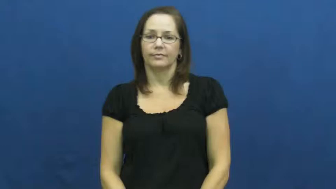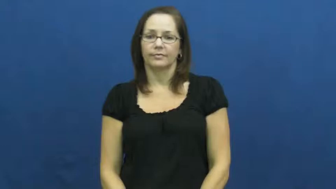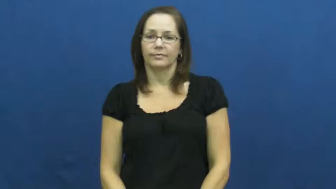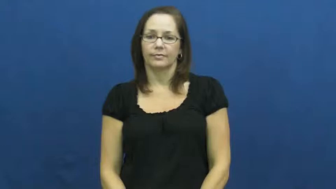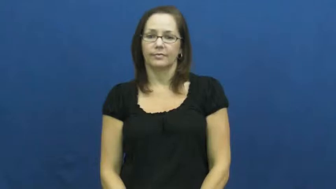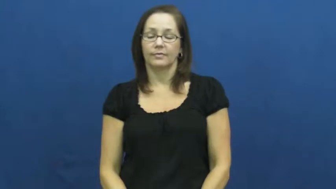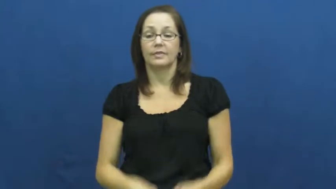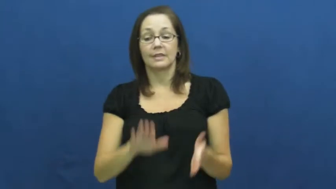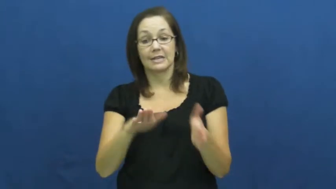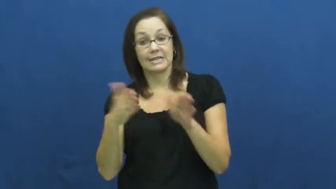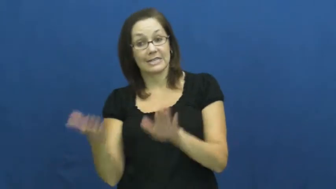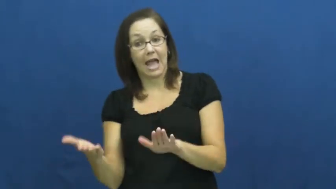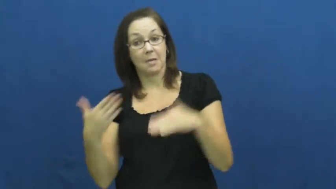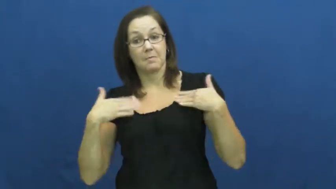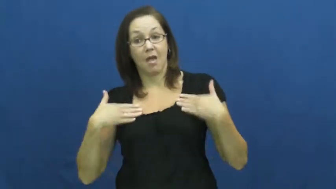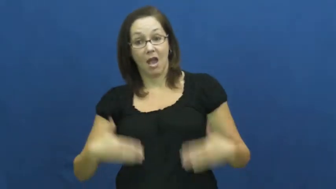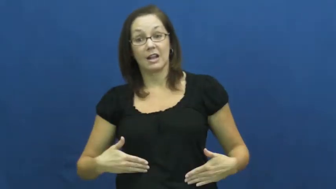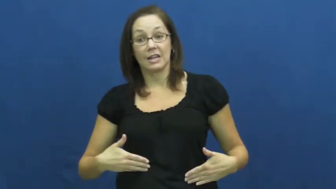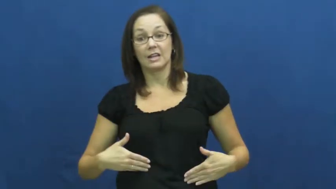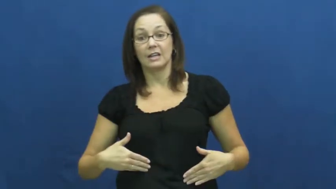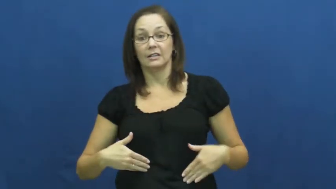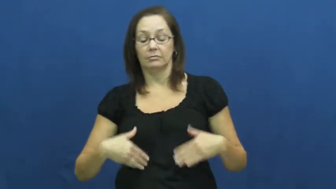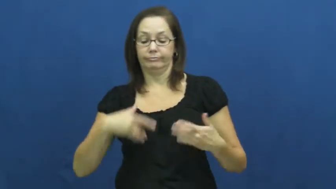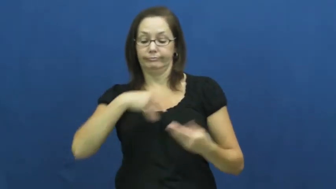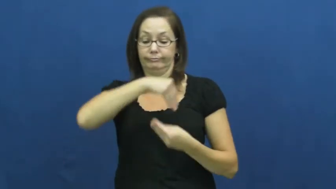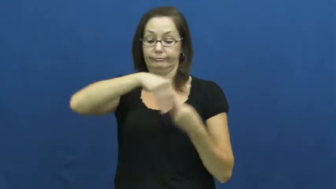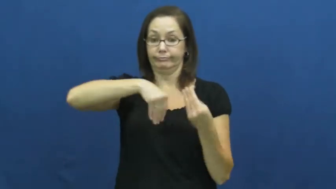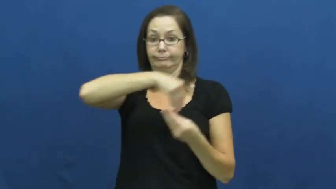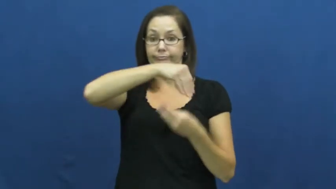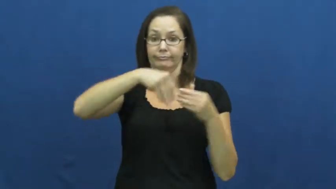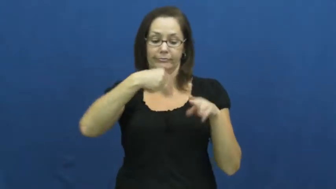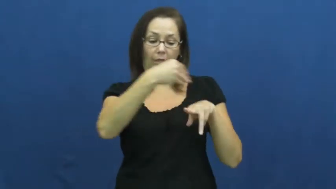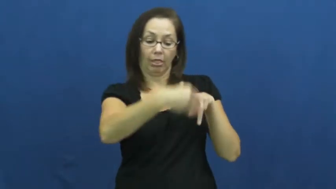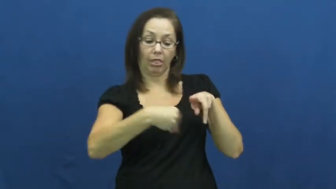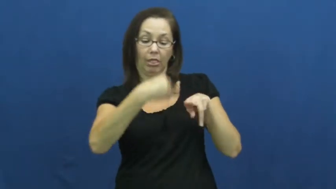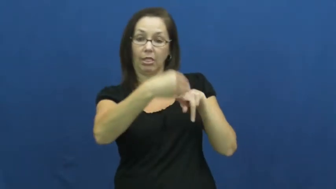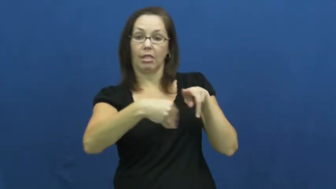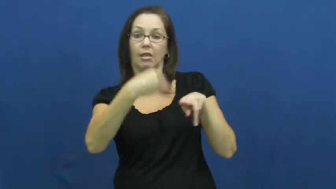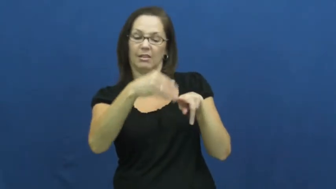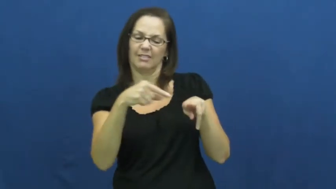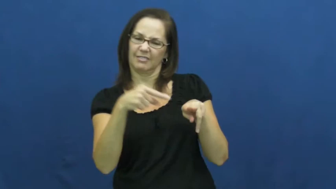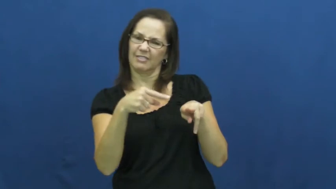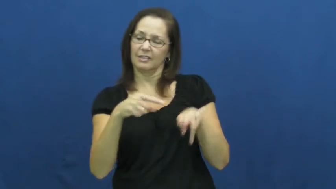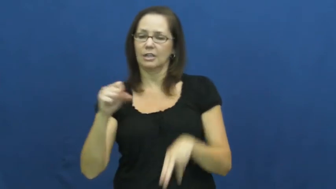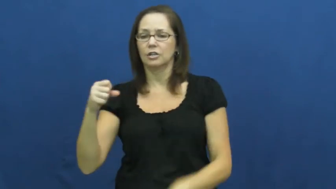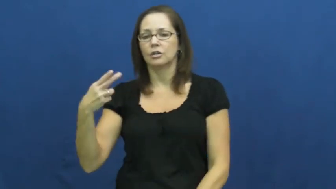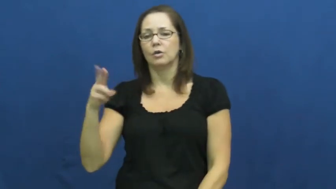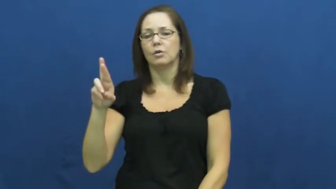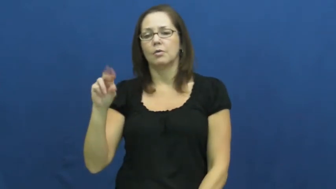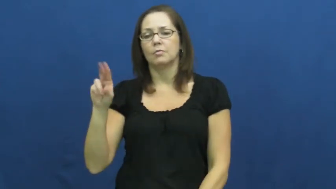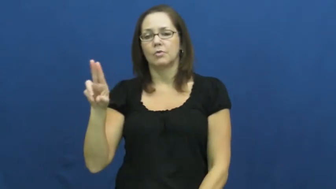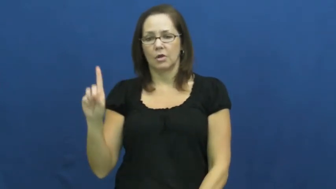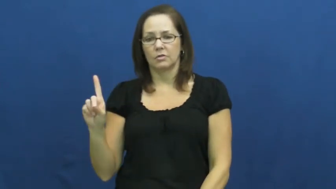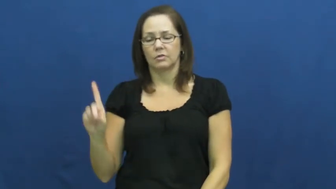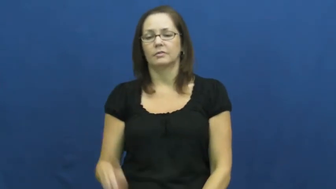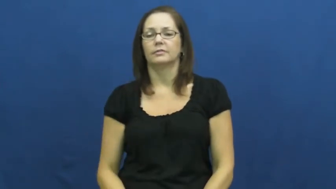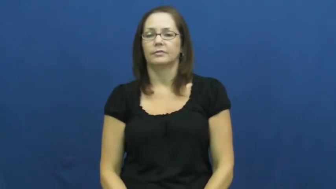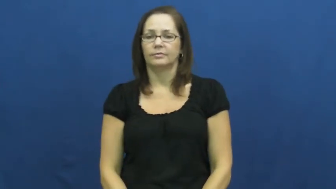shroud,cerement-noun